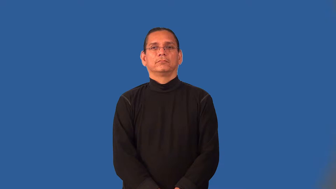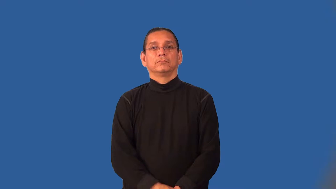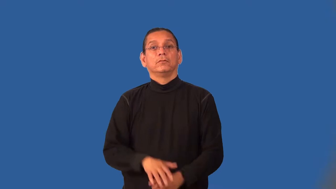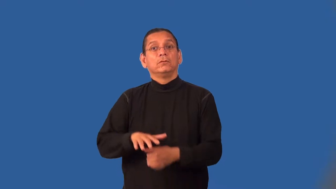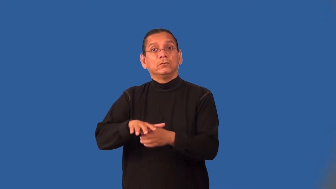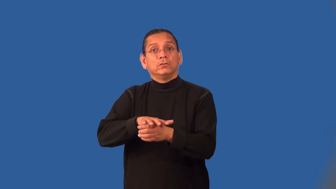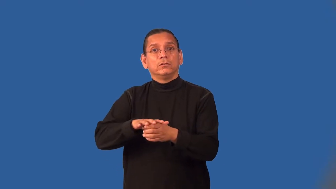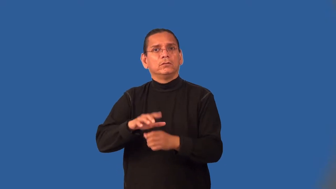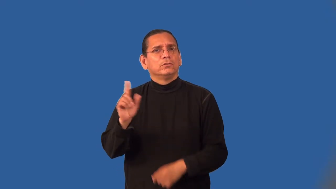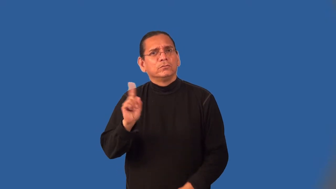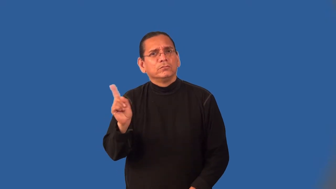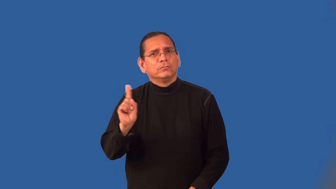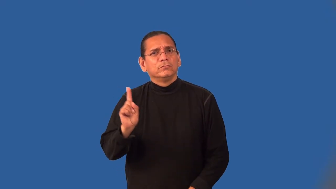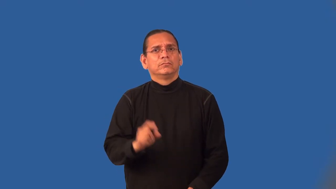localize